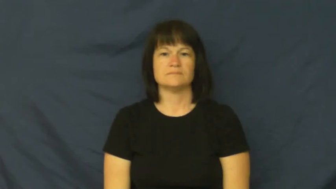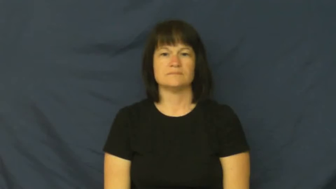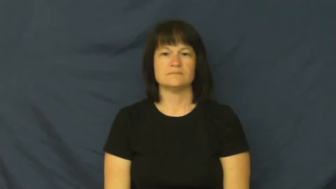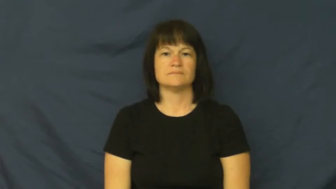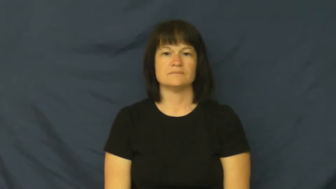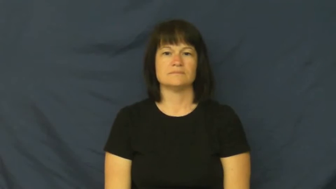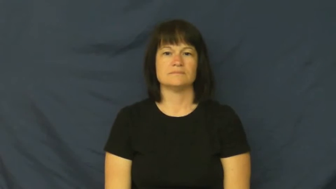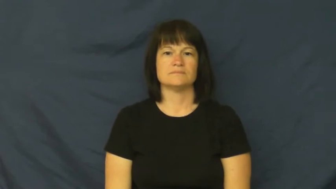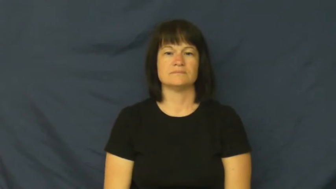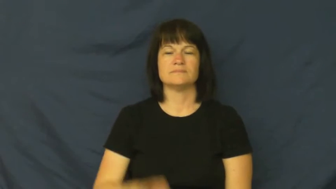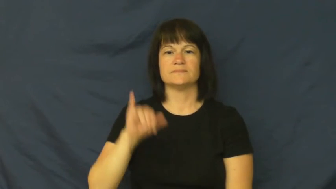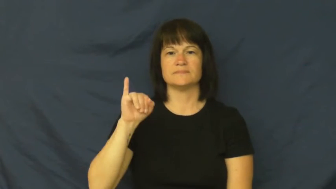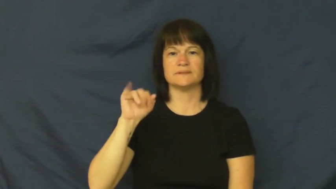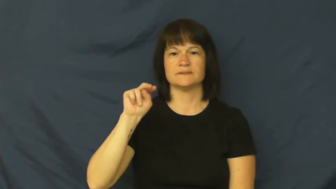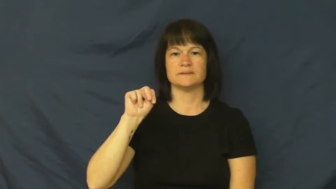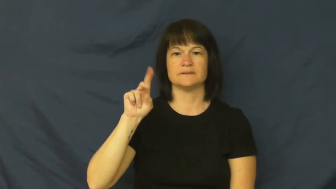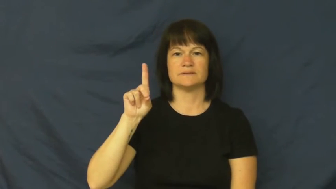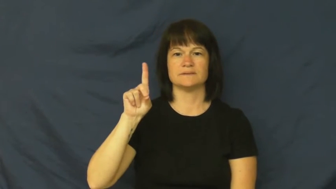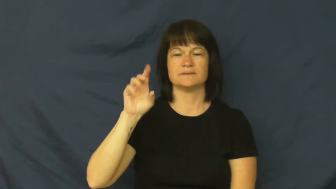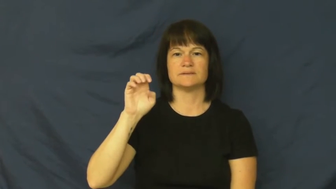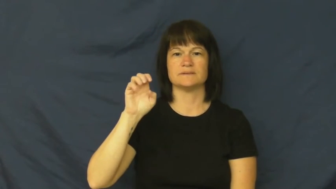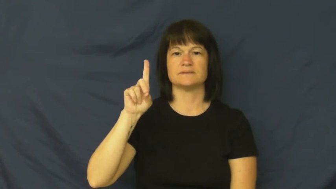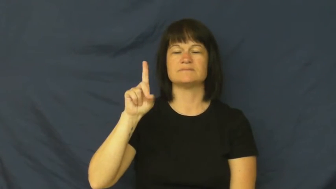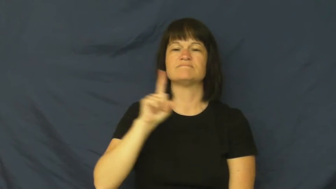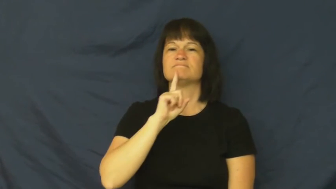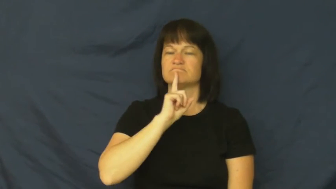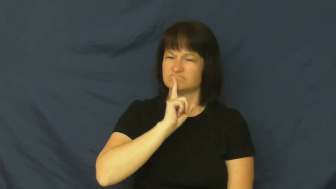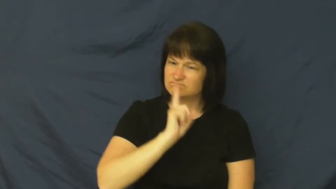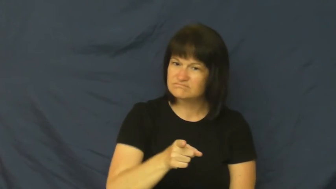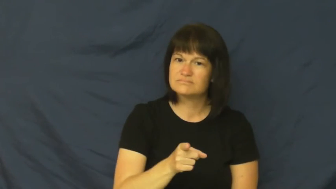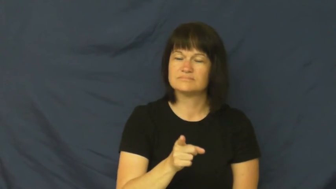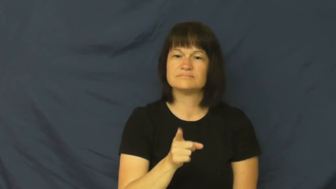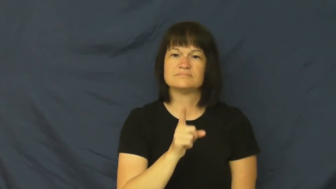indeed